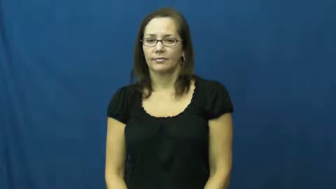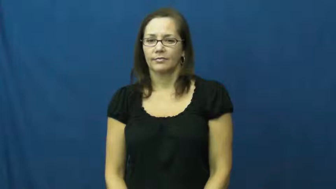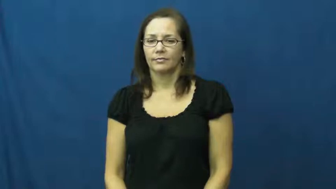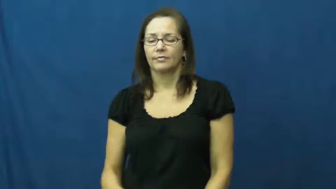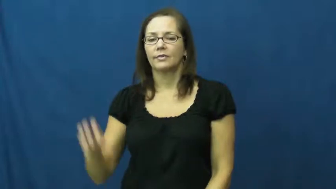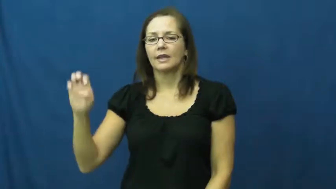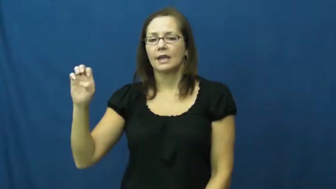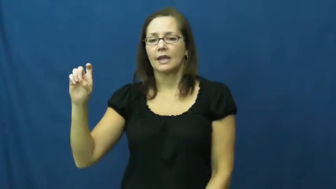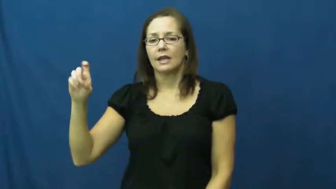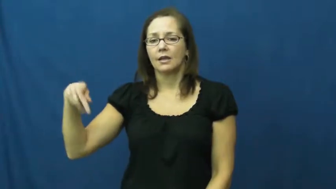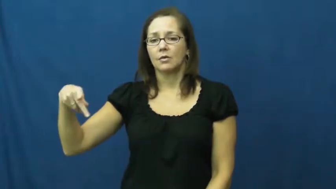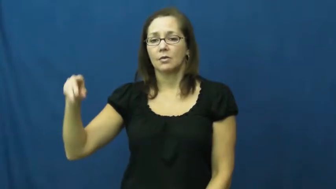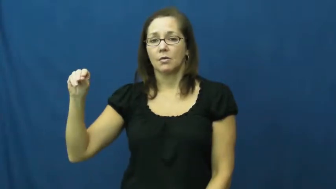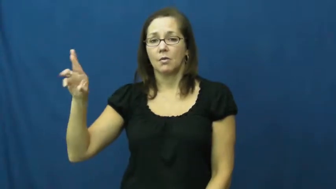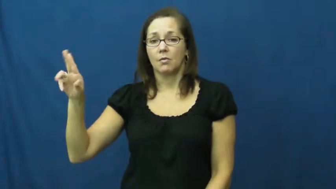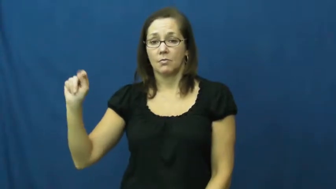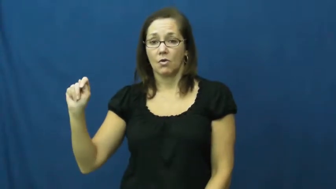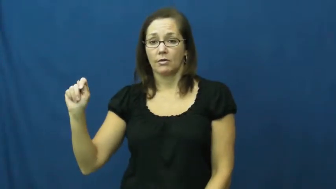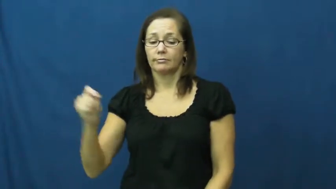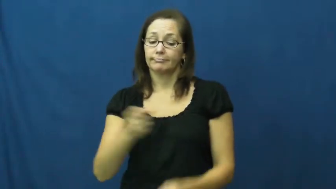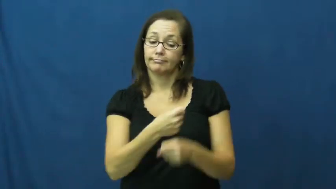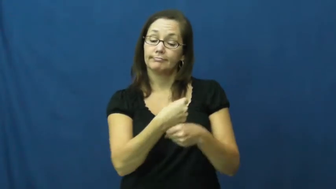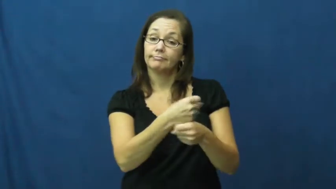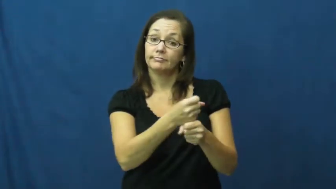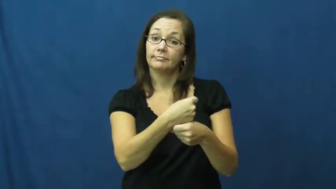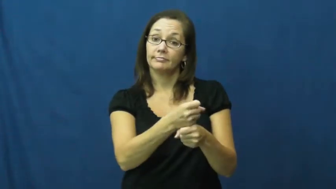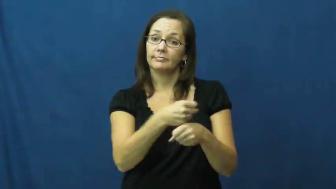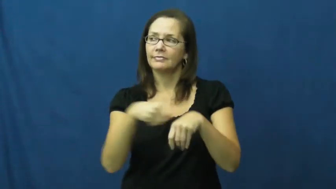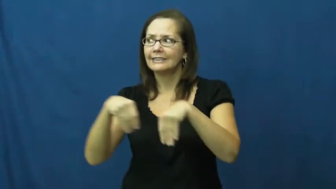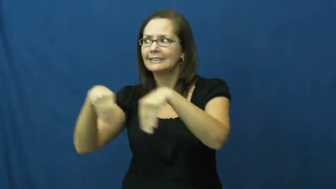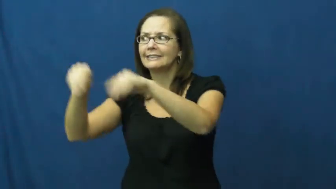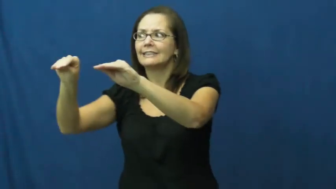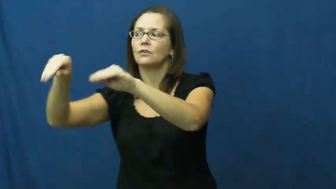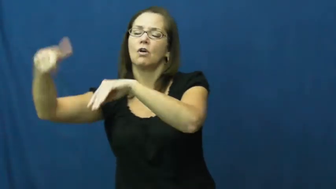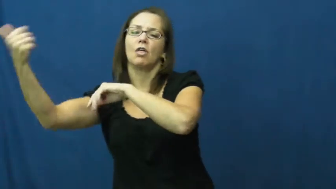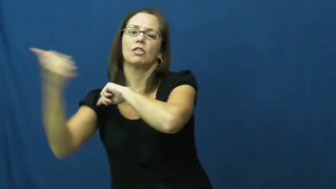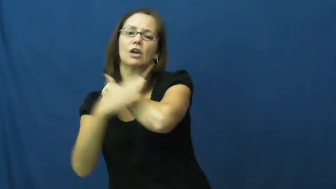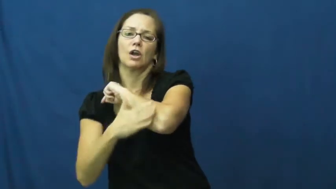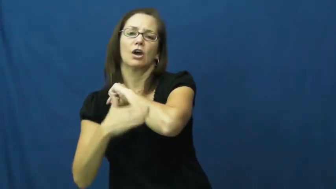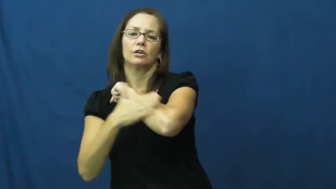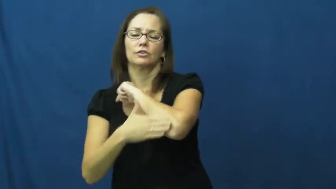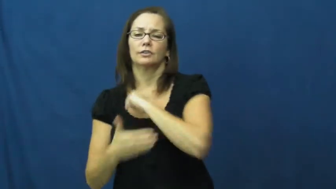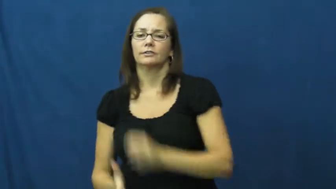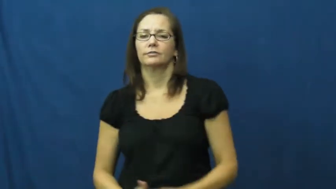export